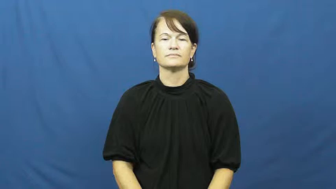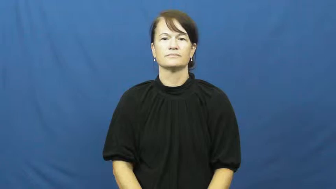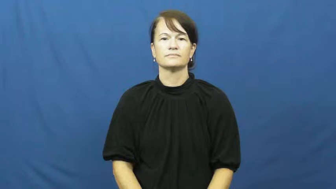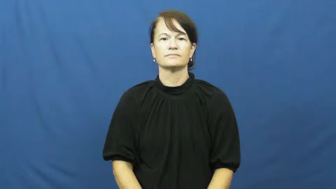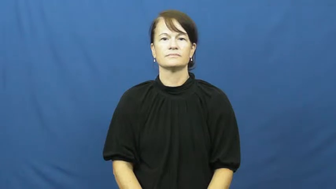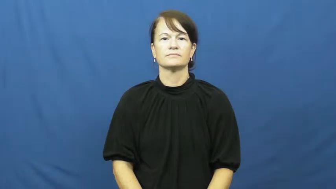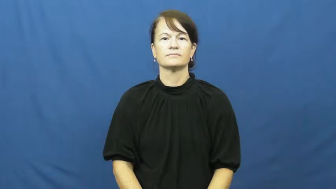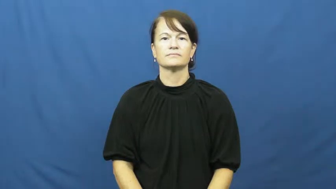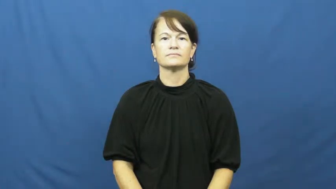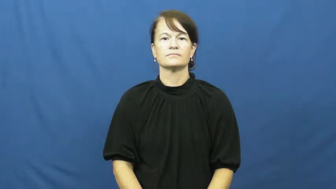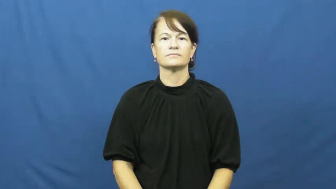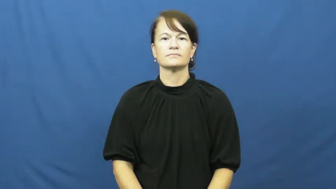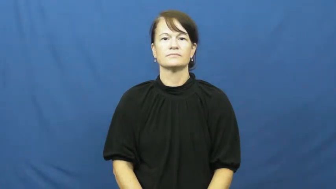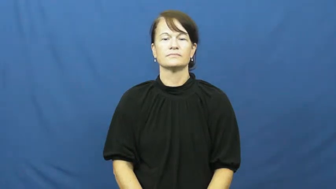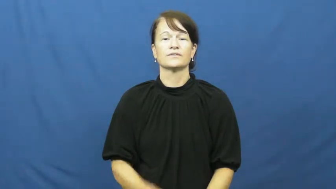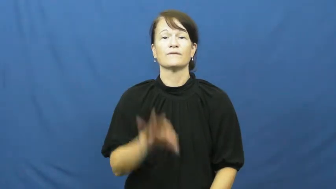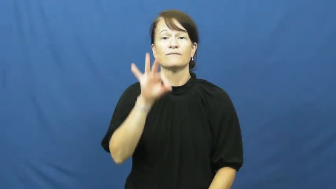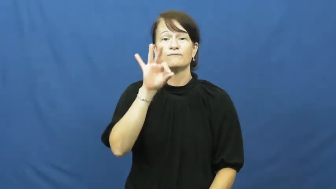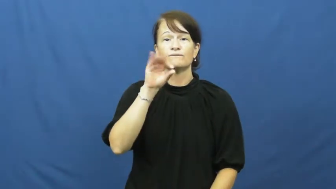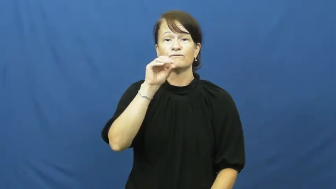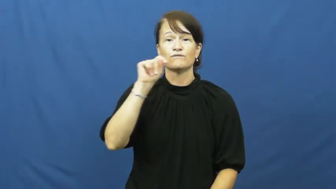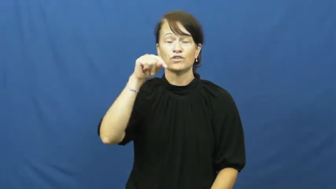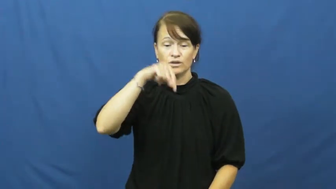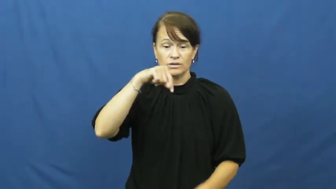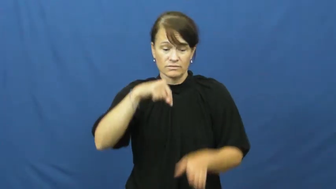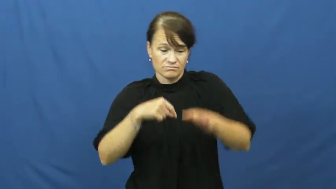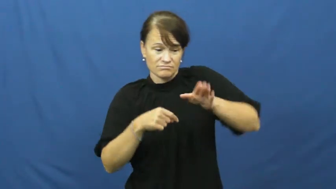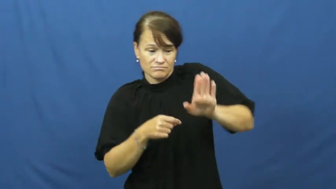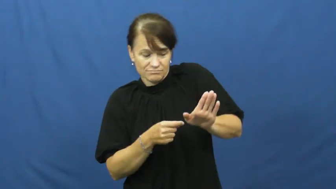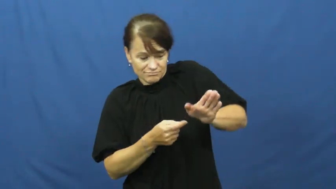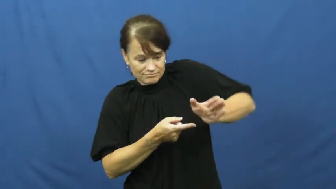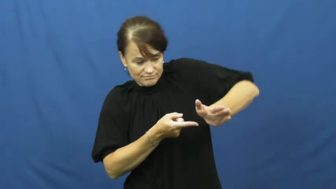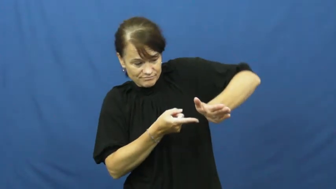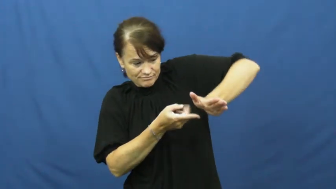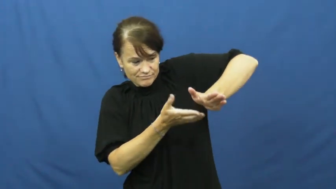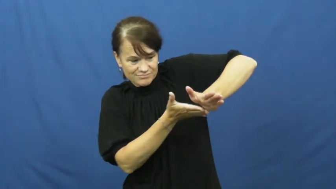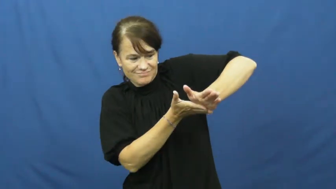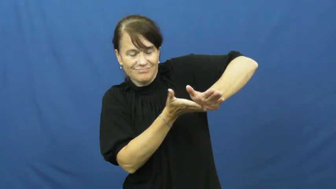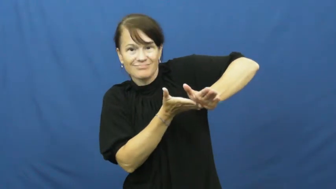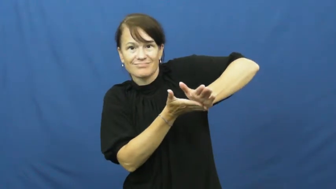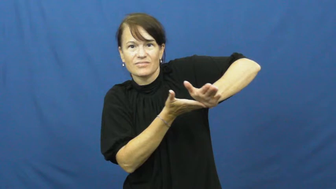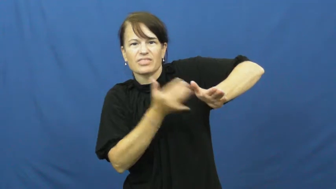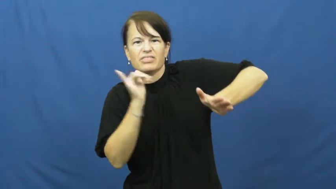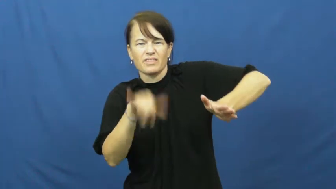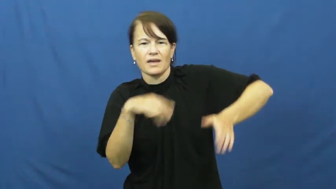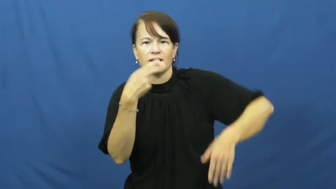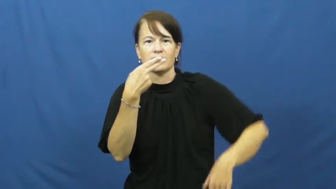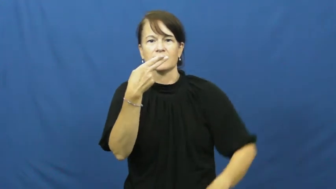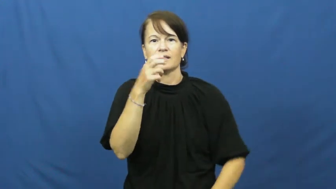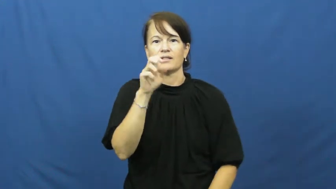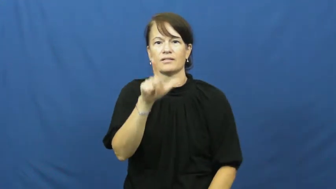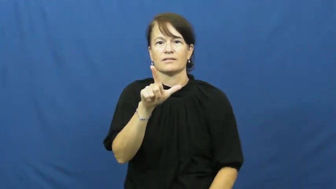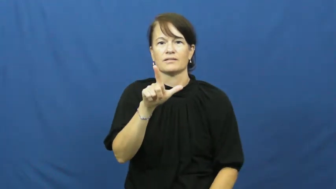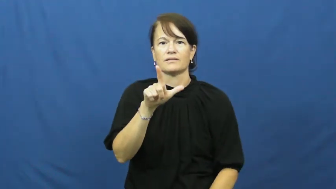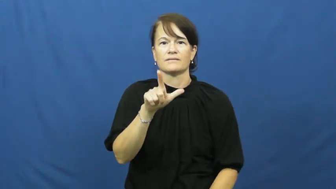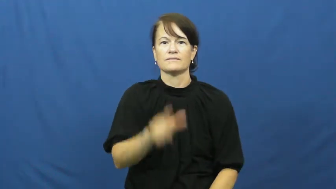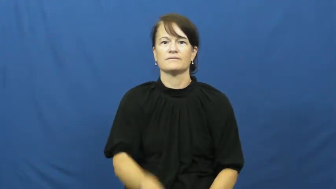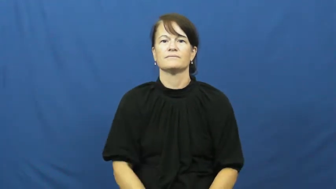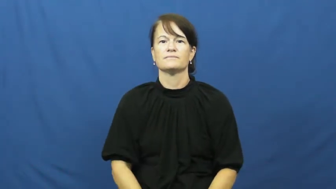heel